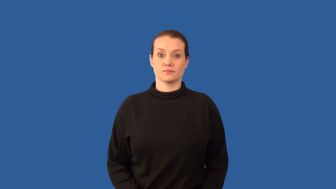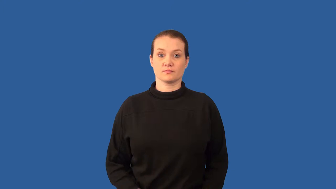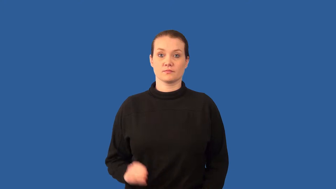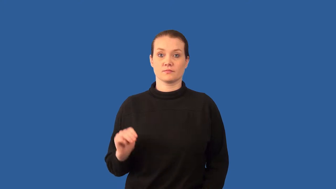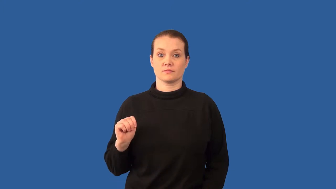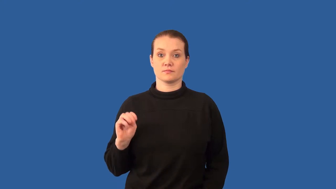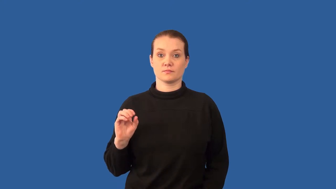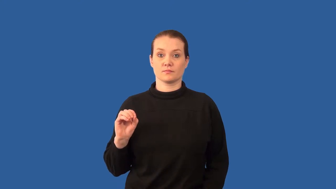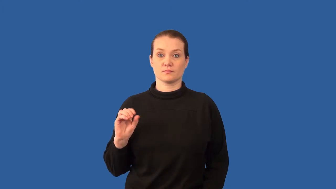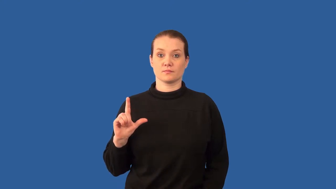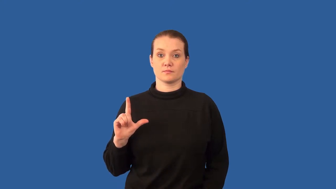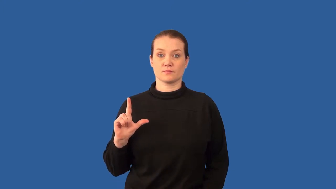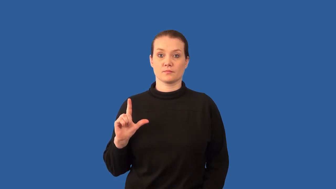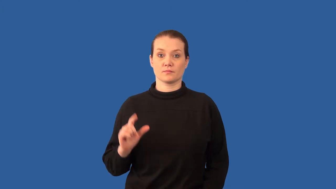mole-measurement